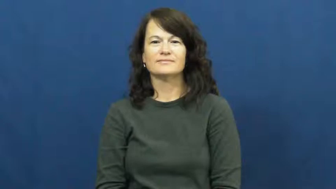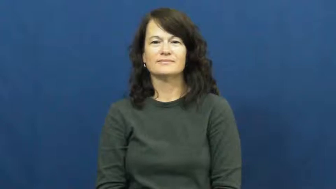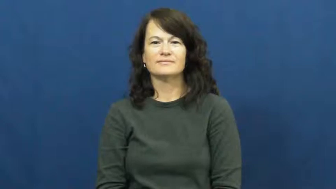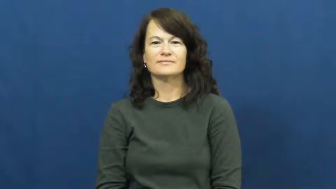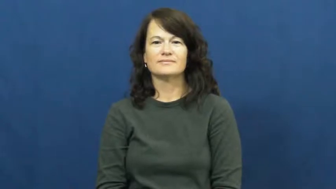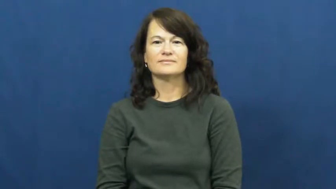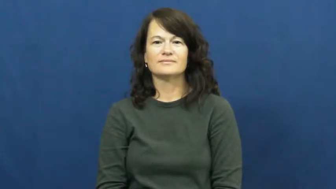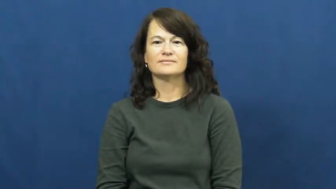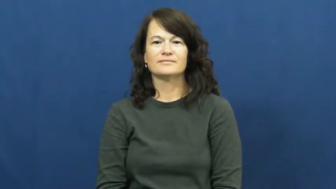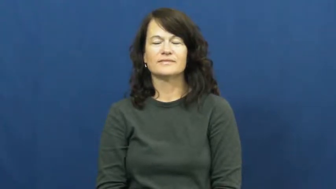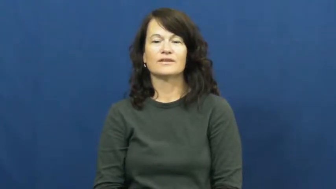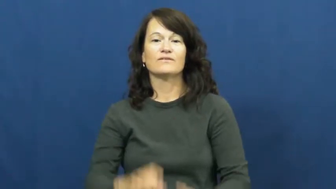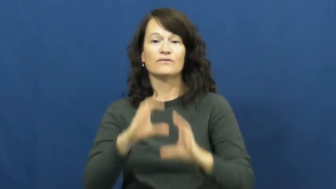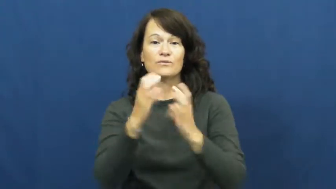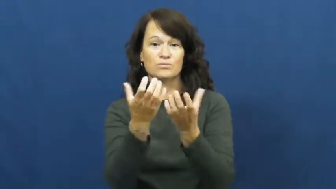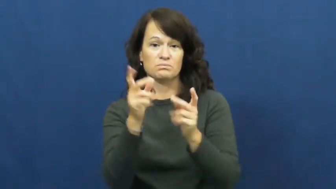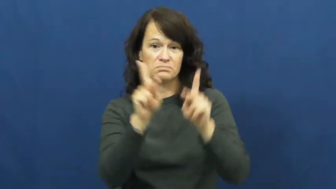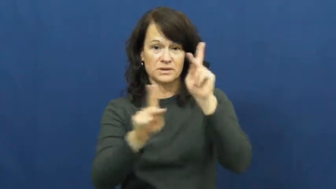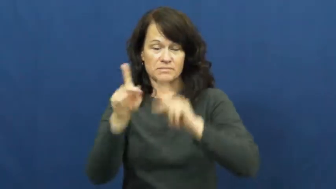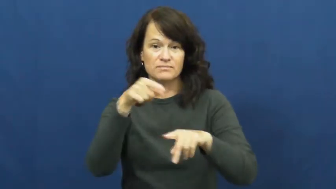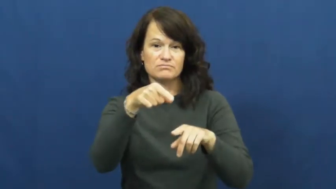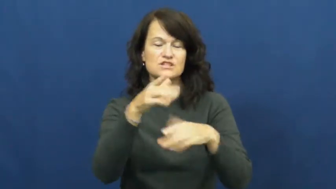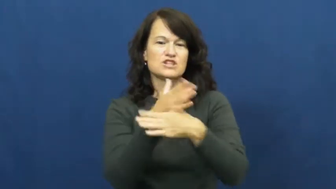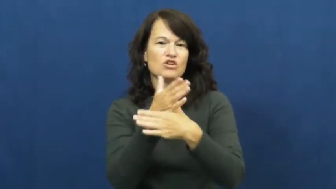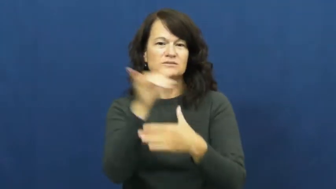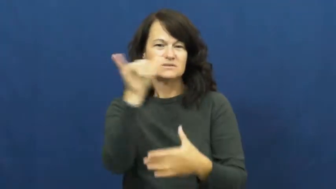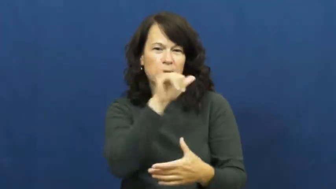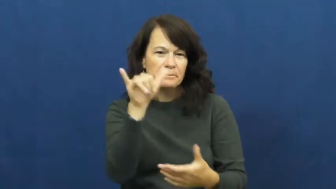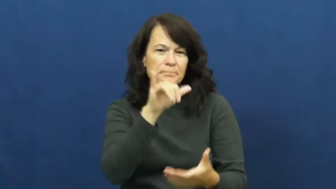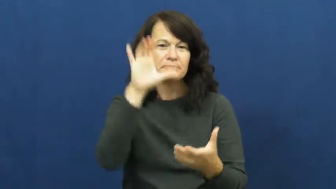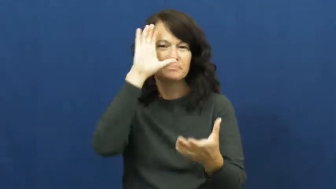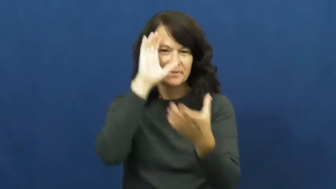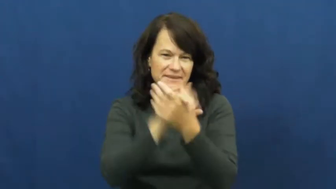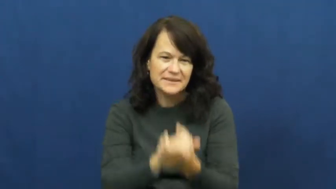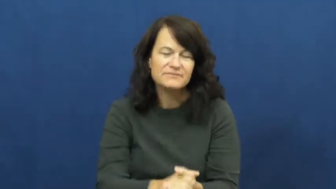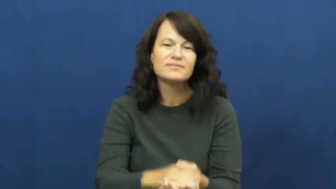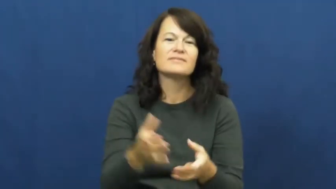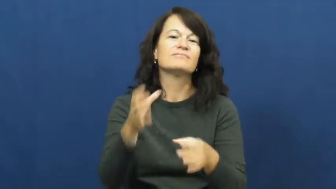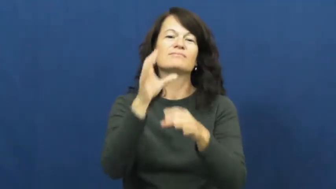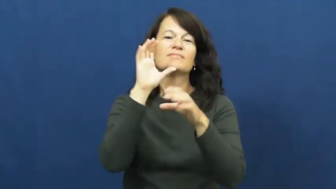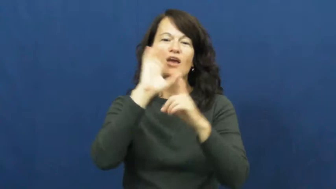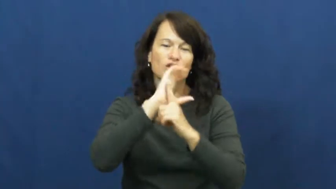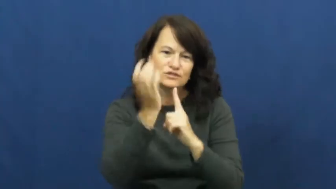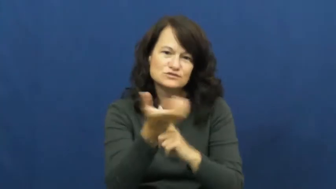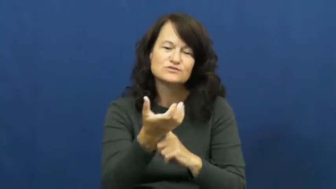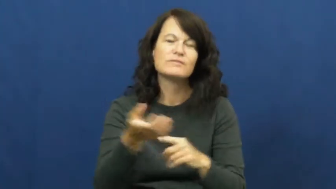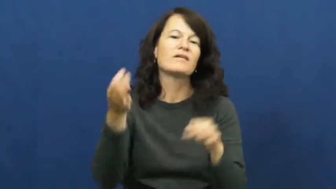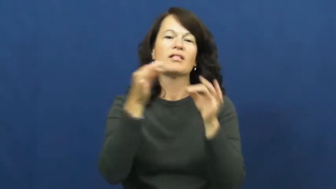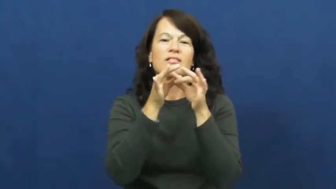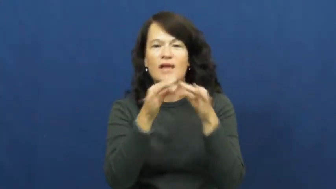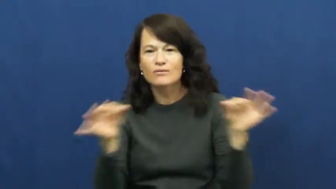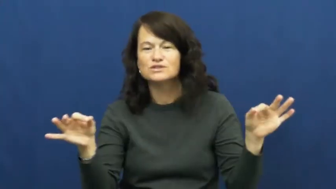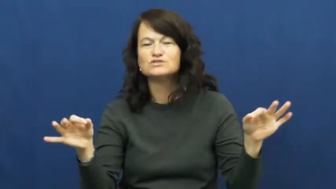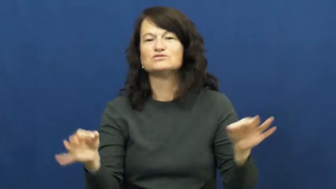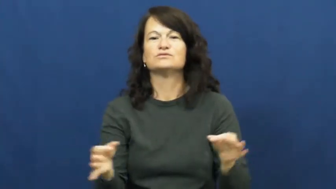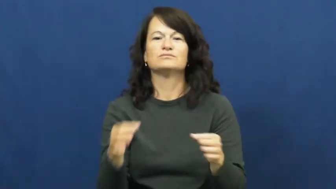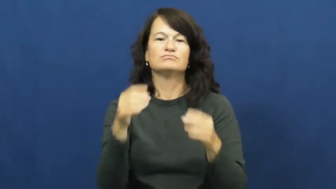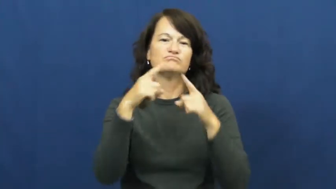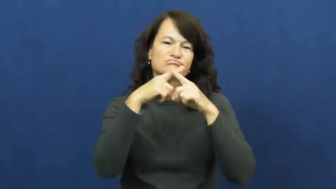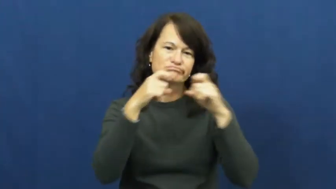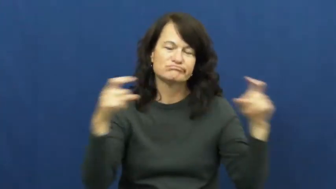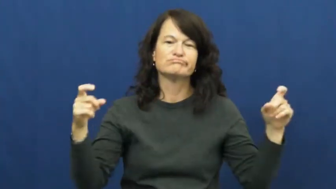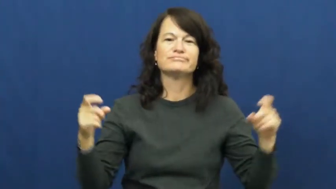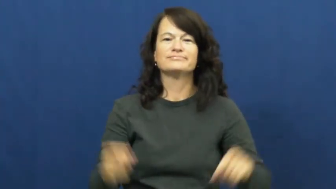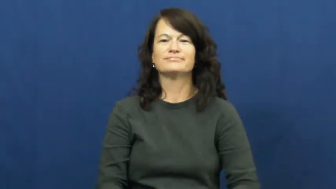tribe